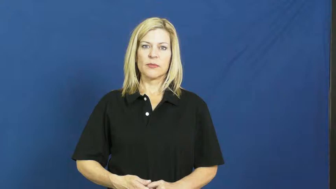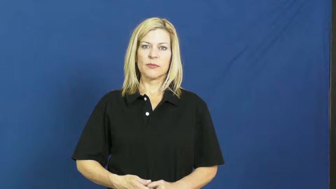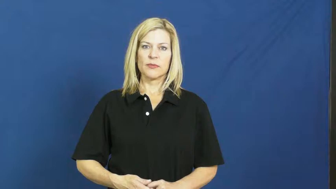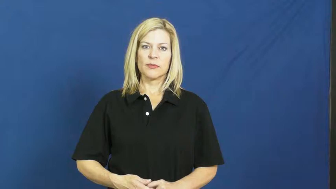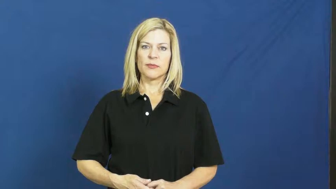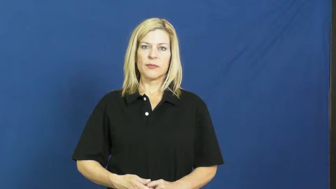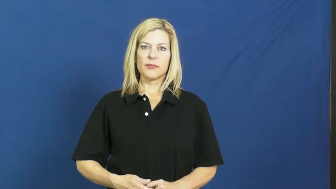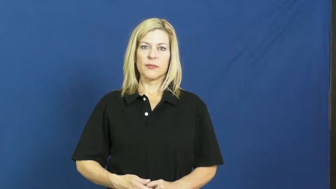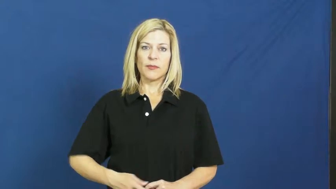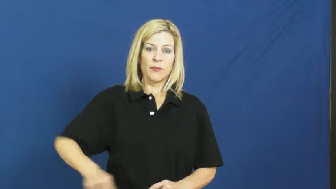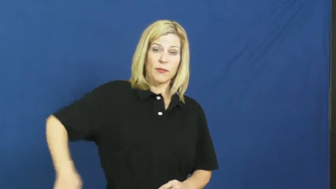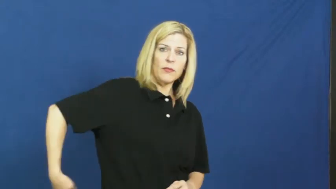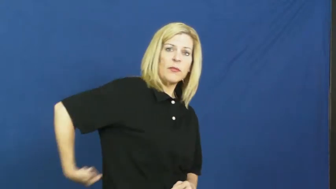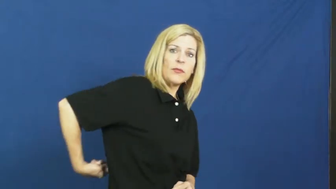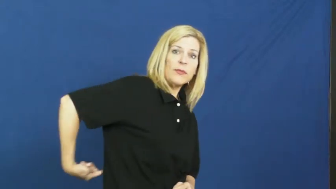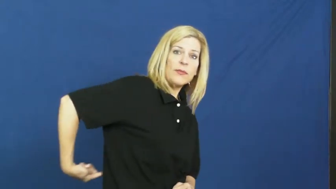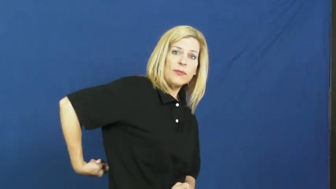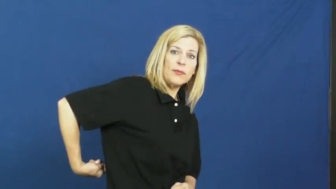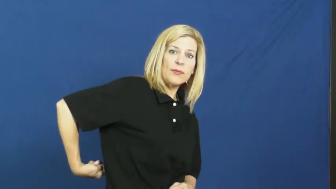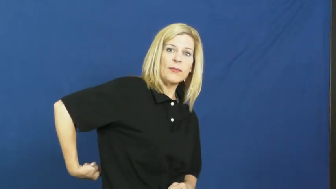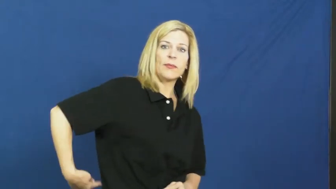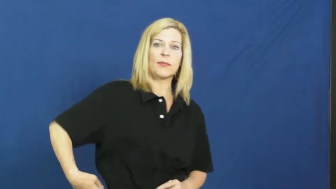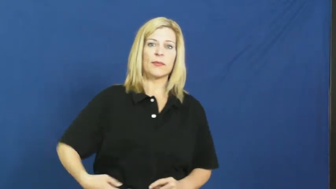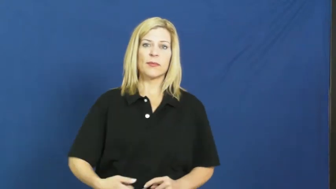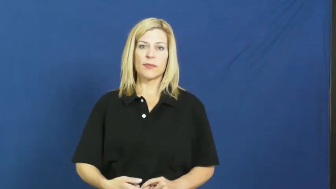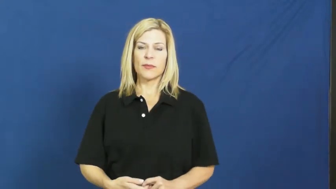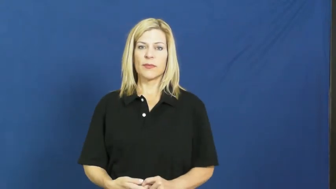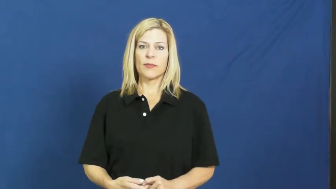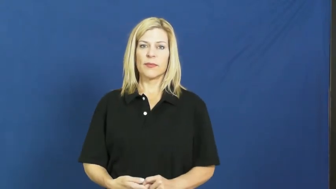kidney,nephritic